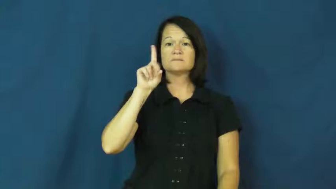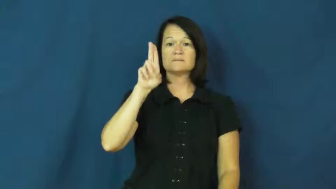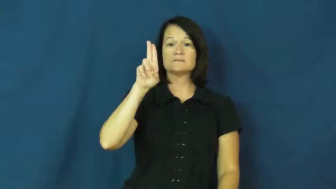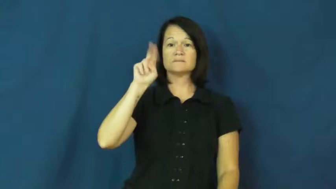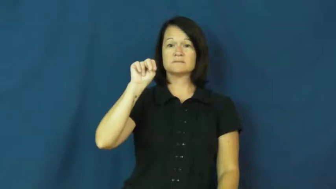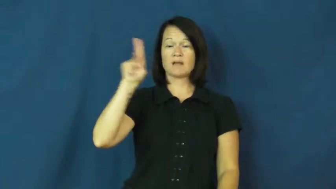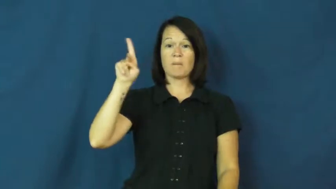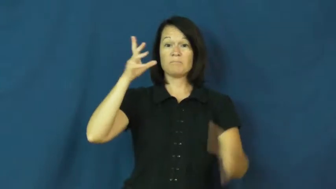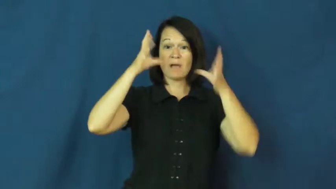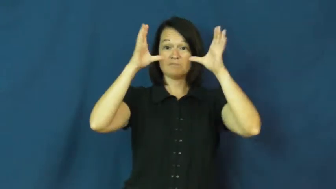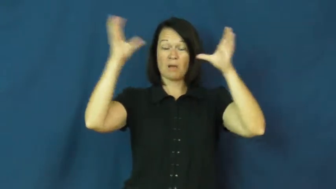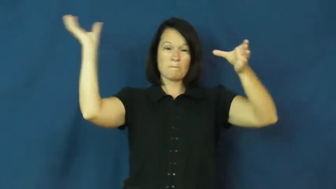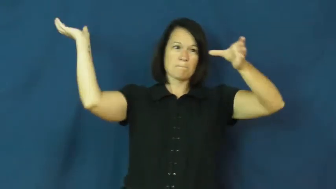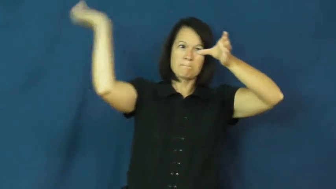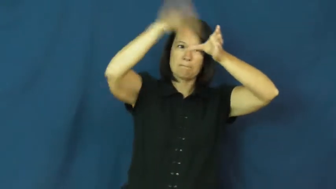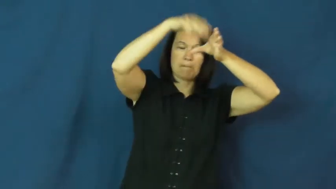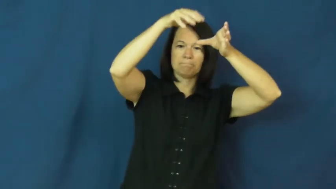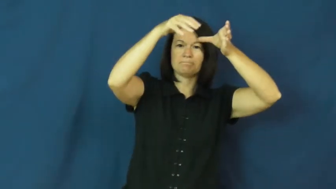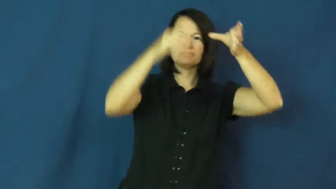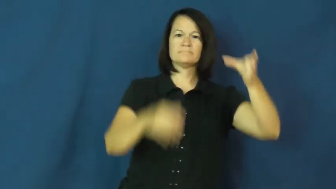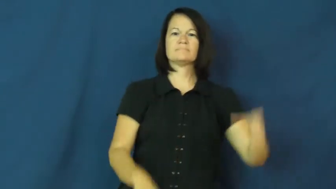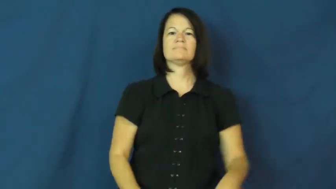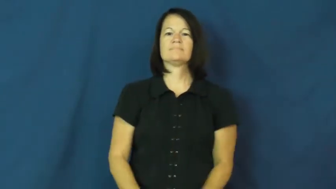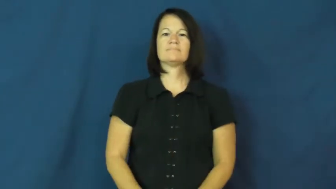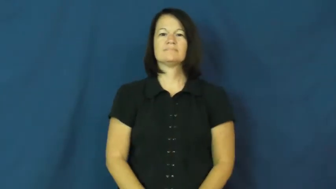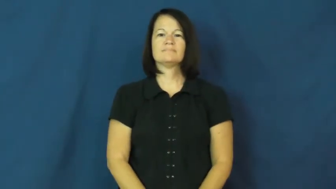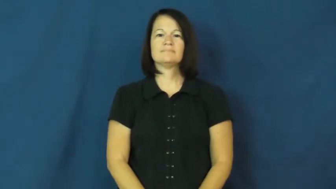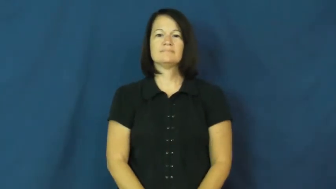dunk-ball